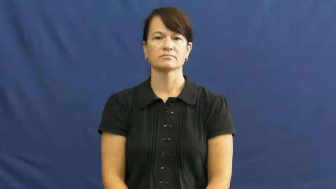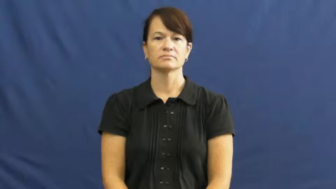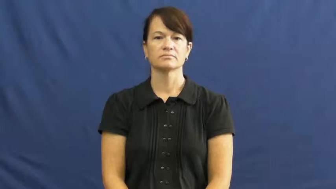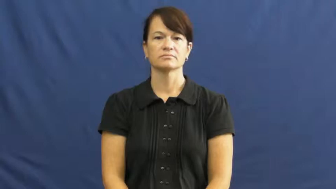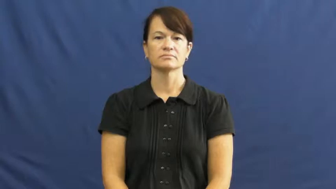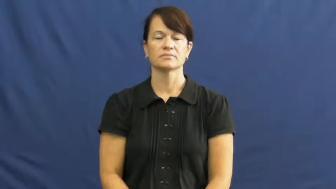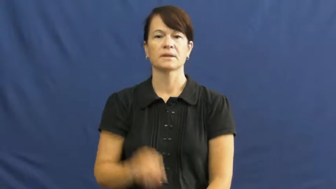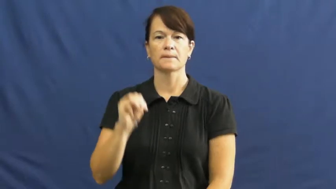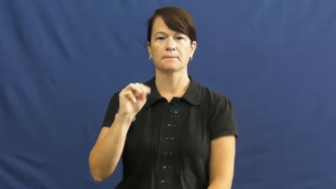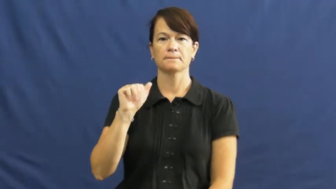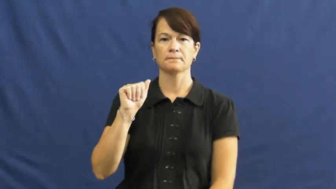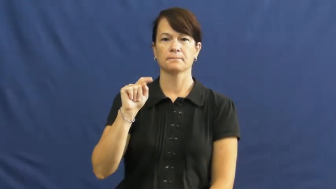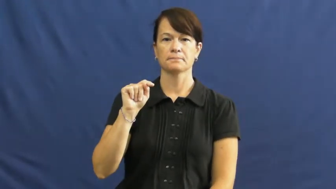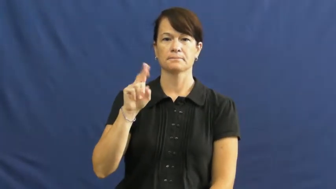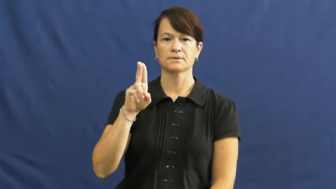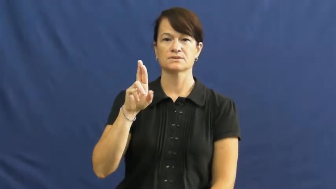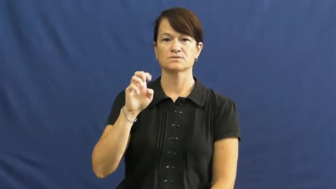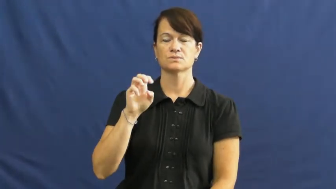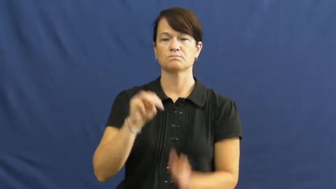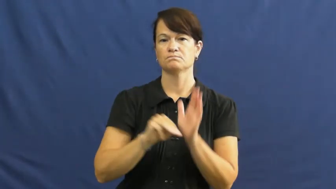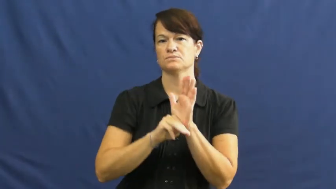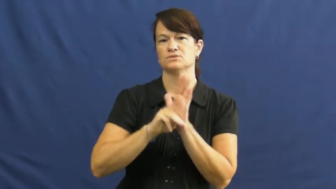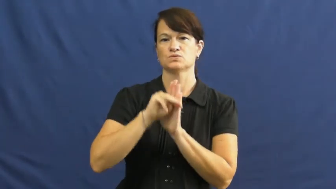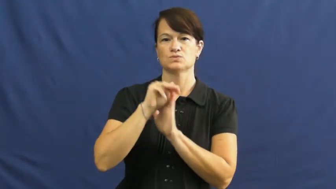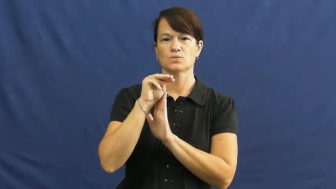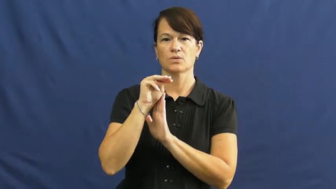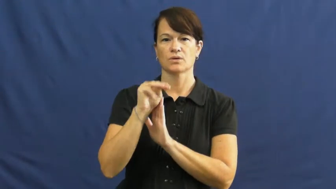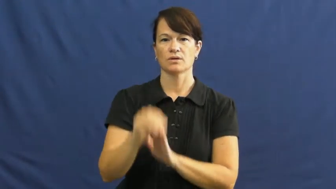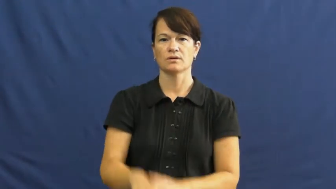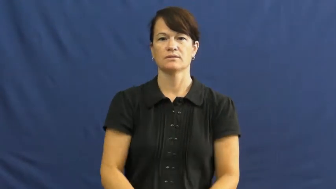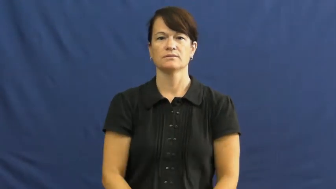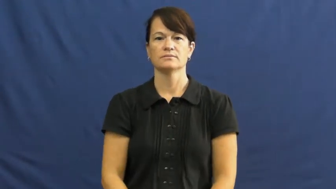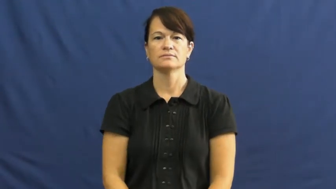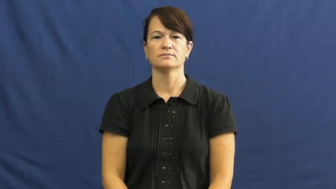mature